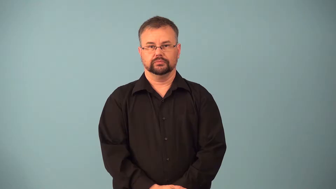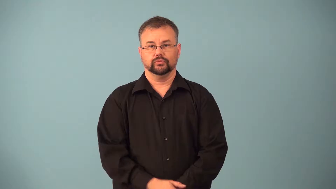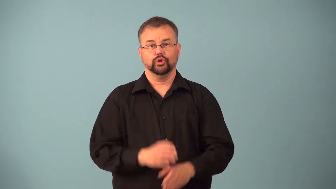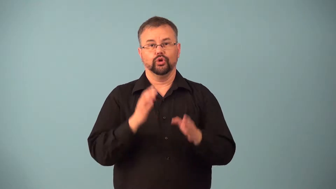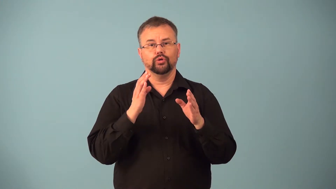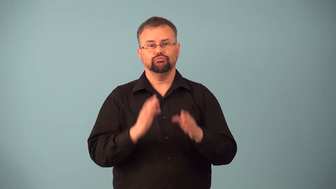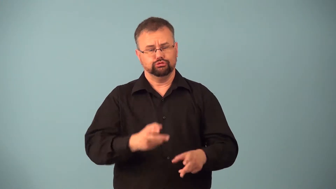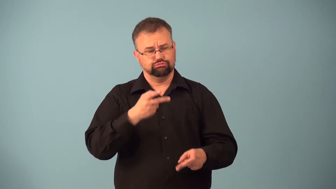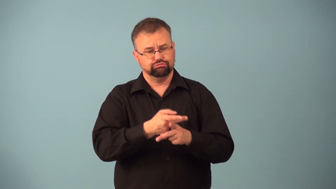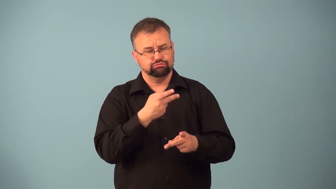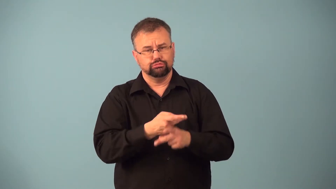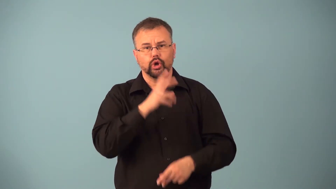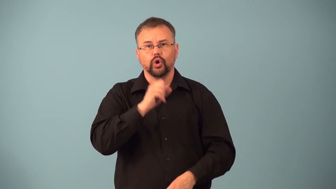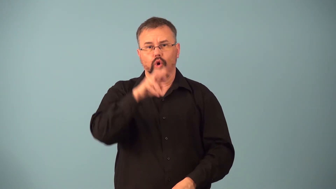goatherd